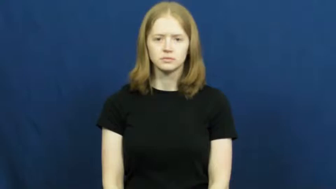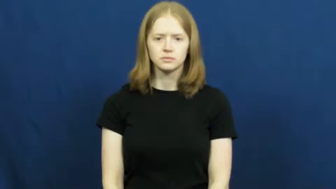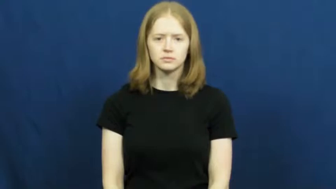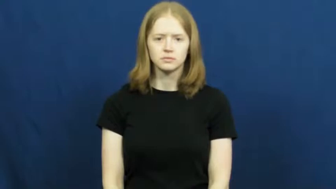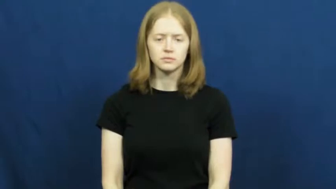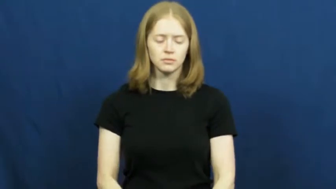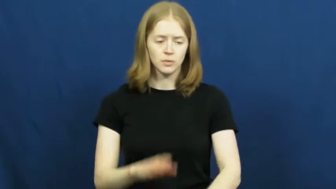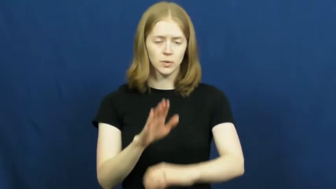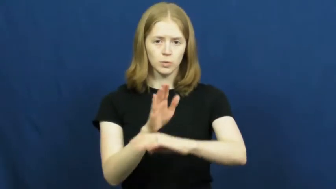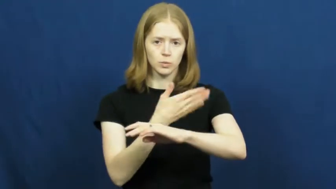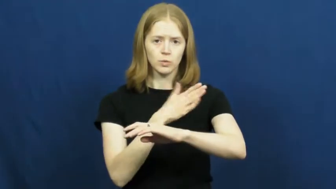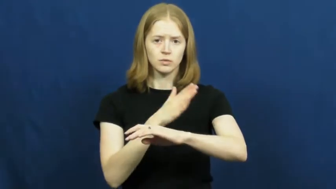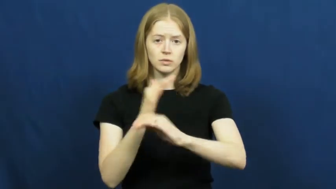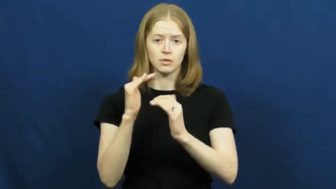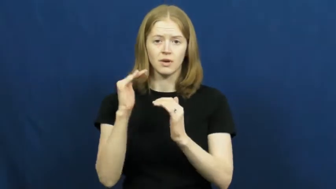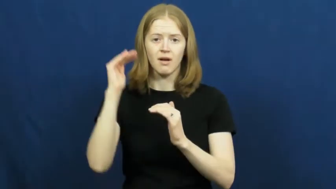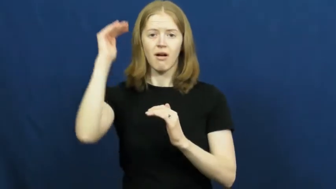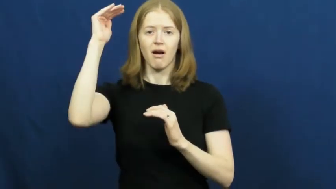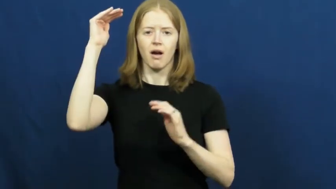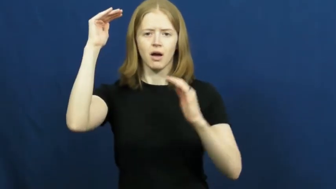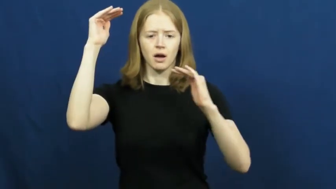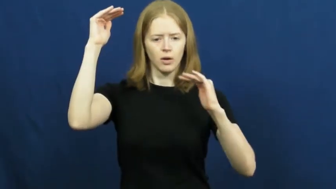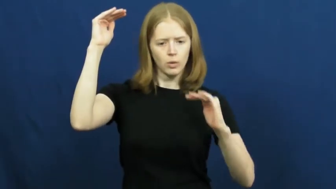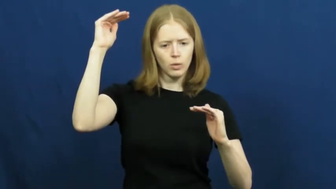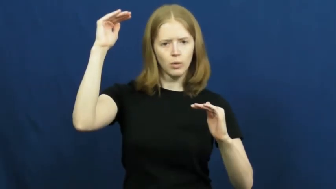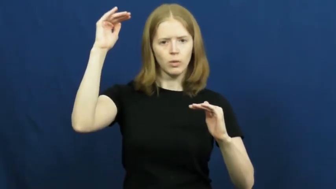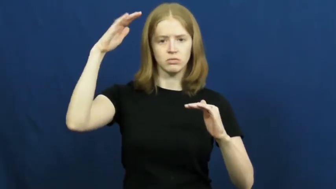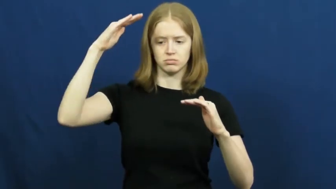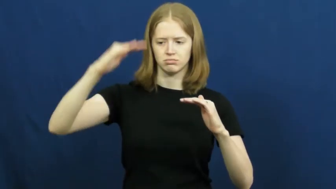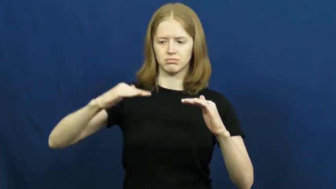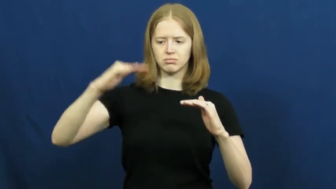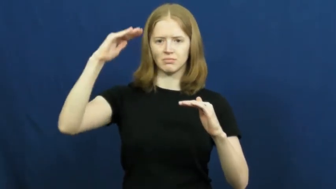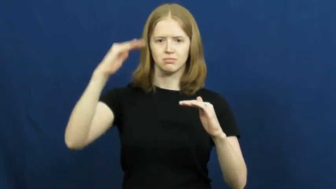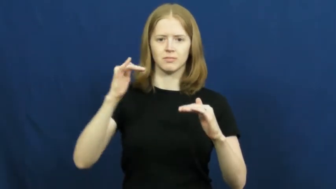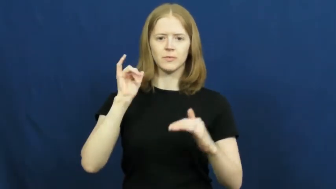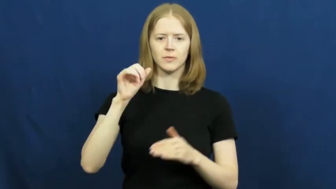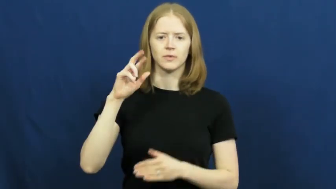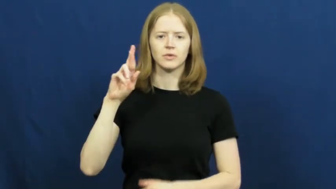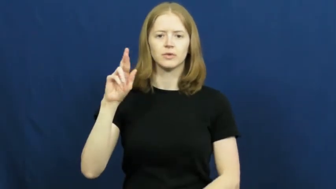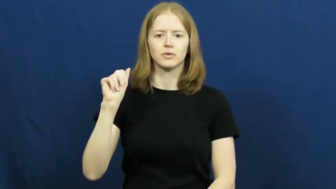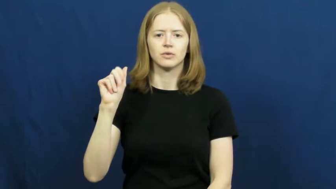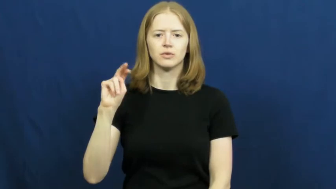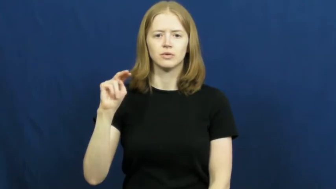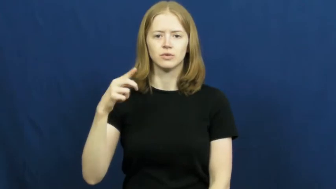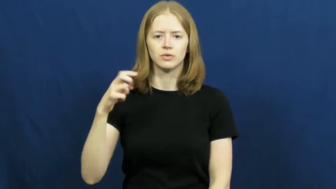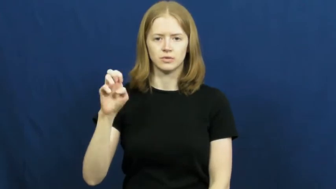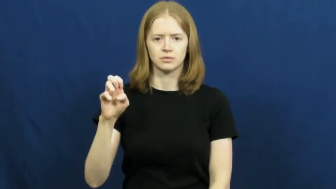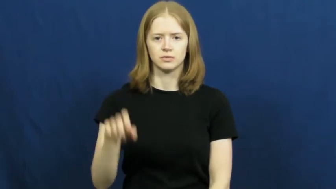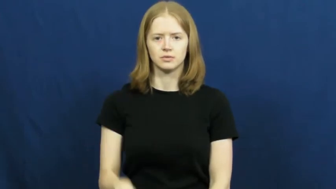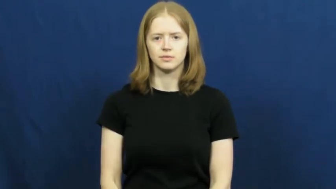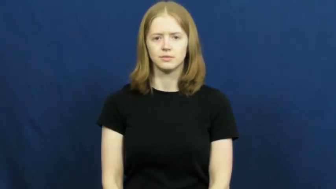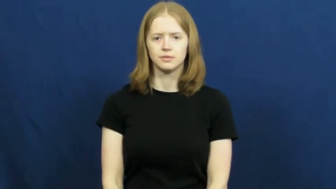range-music